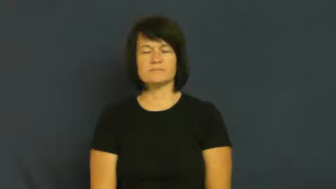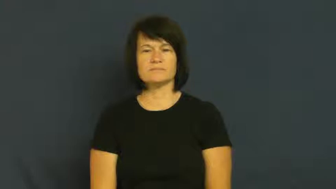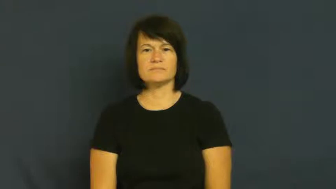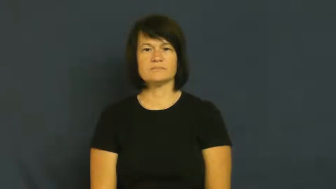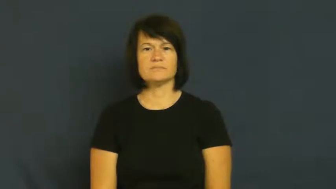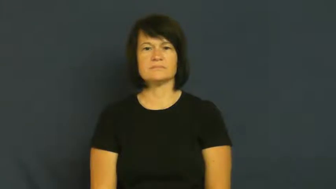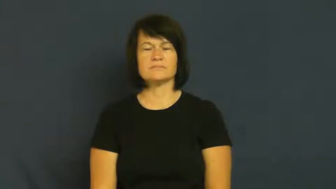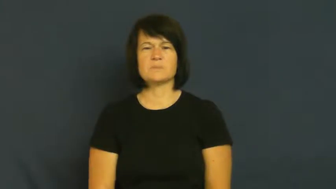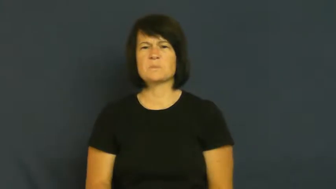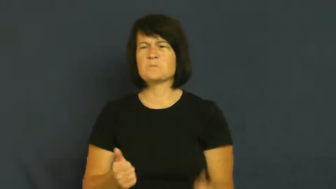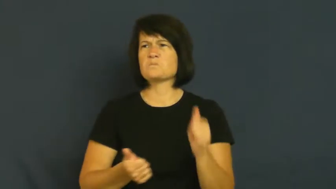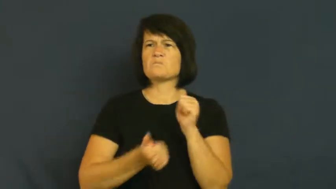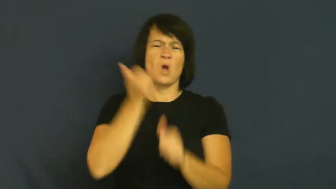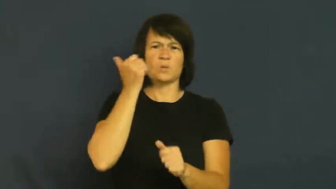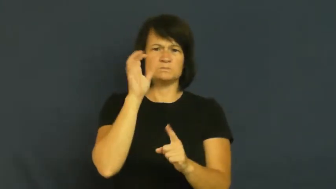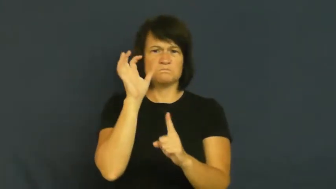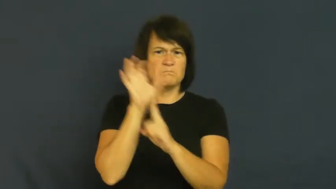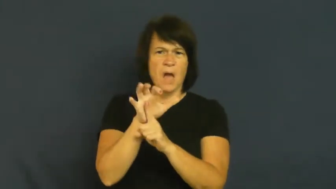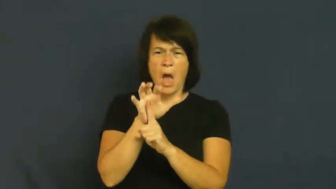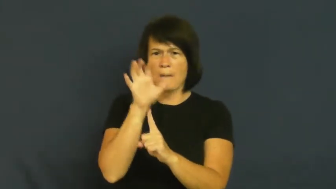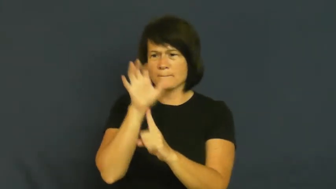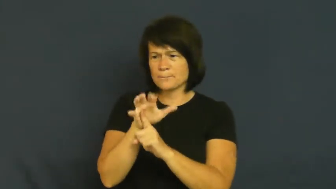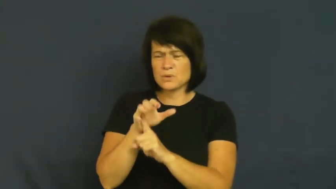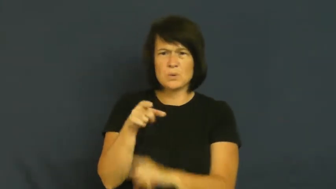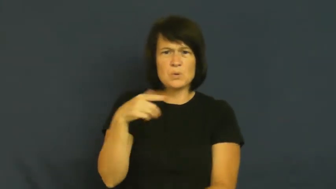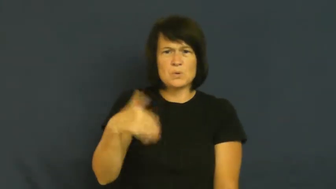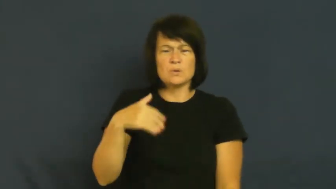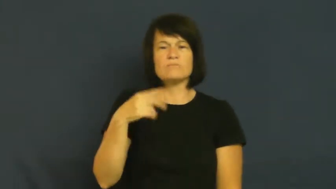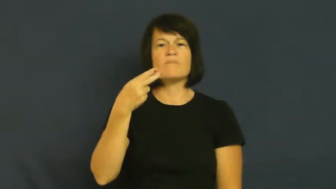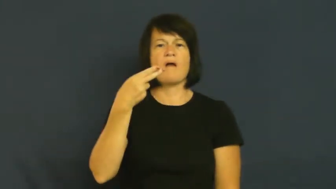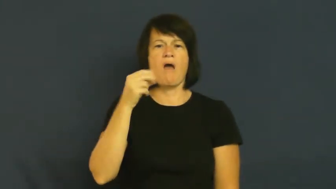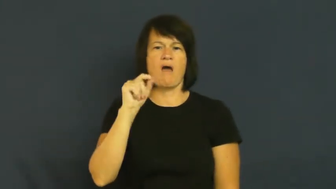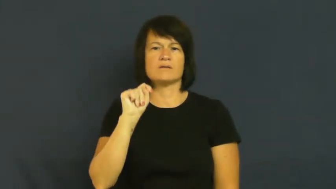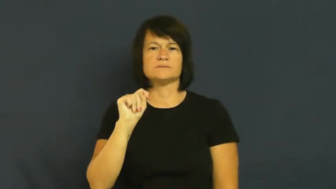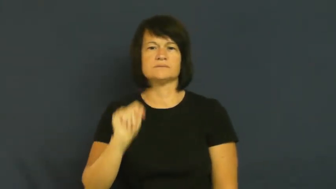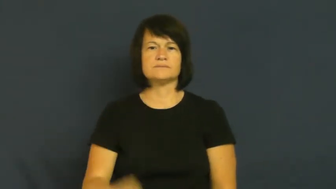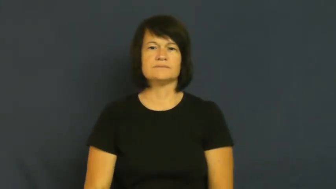hot,rage,craze,trend,fad,kicky,modish-popular